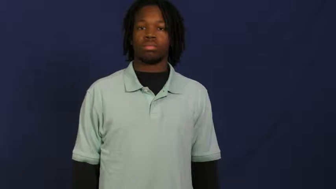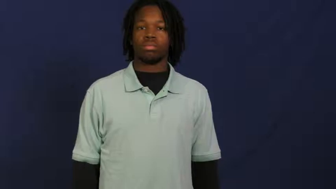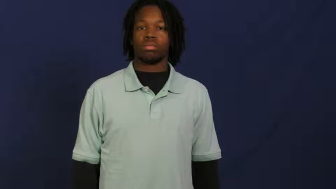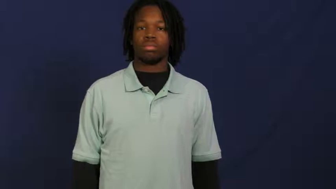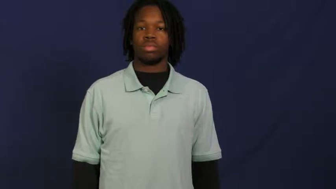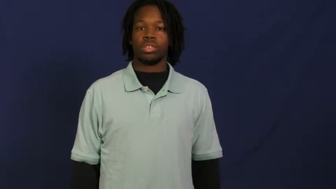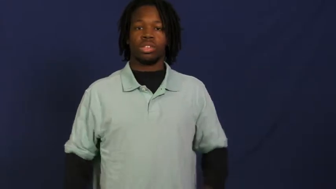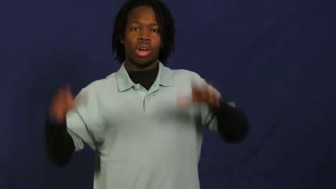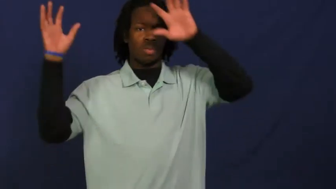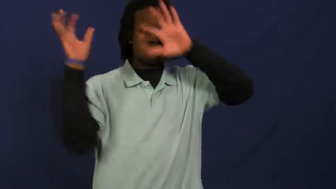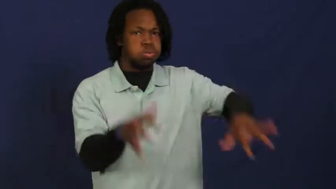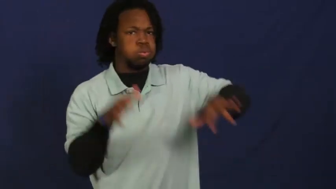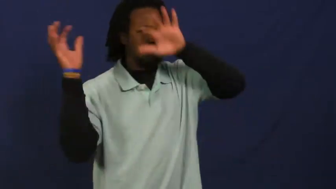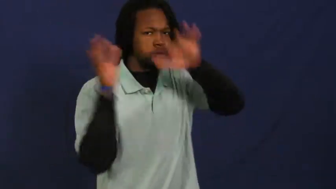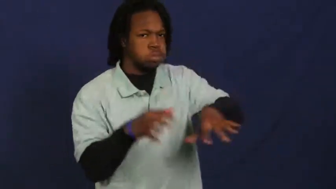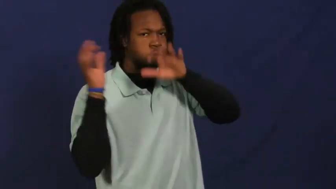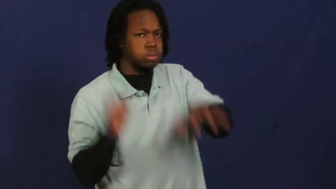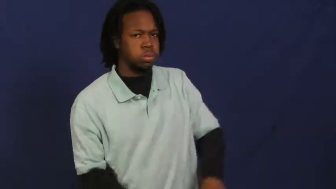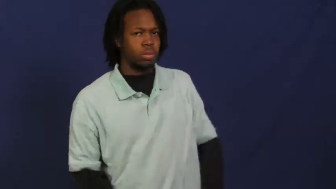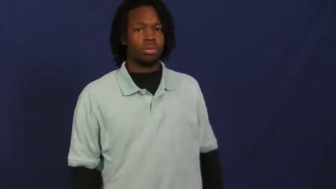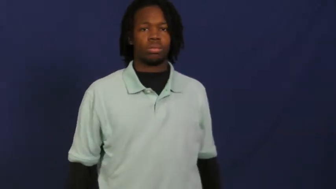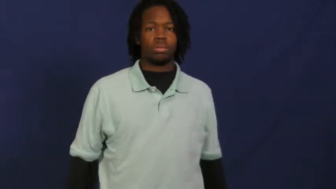storm-rain storm